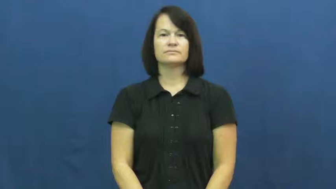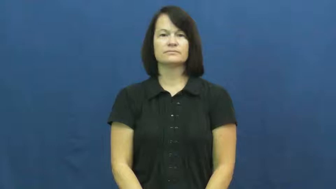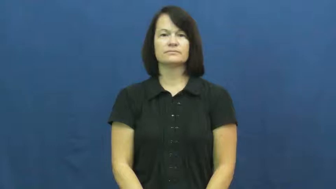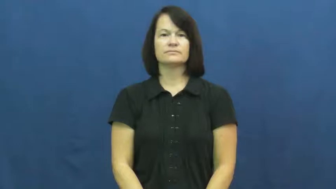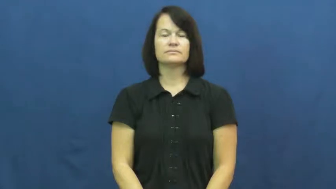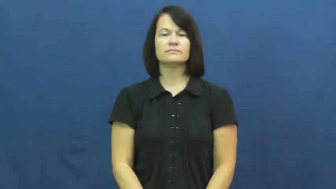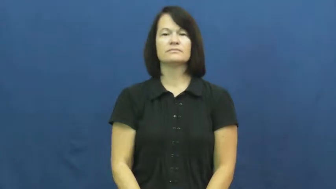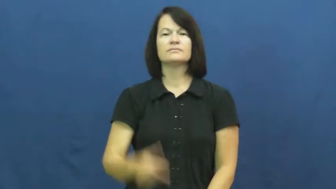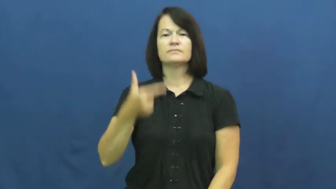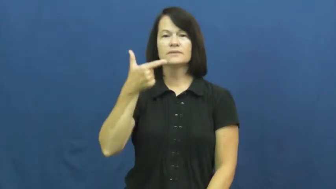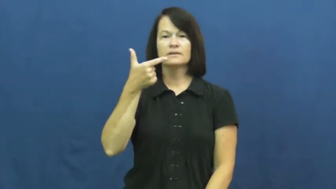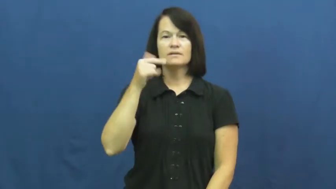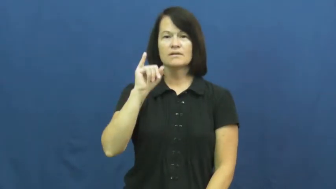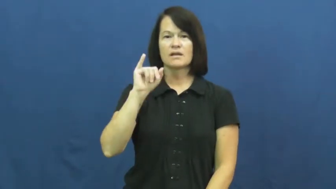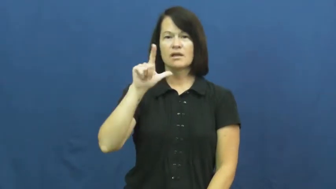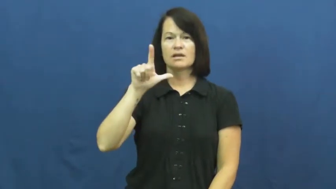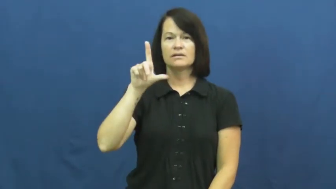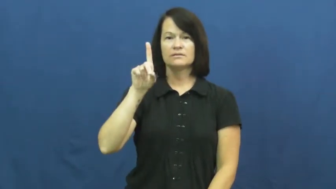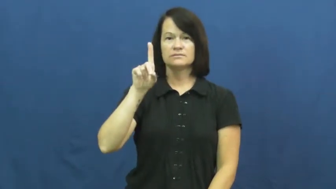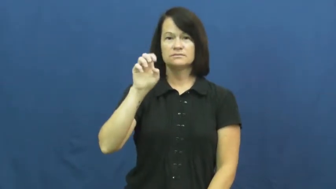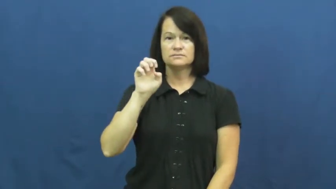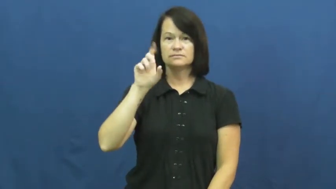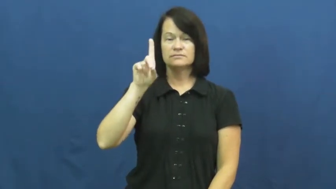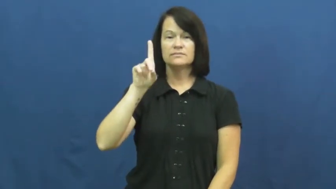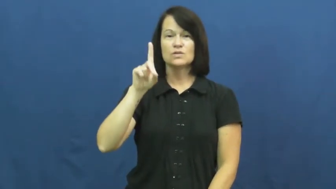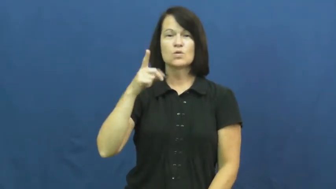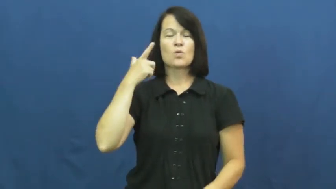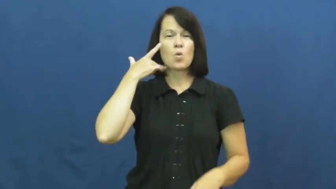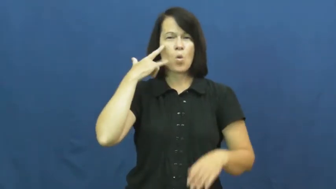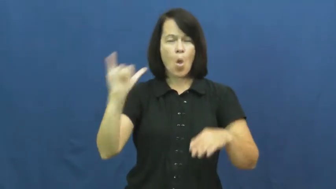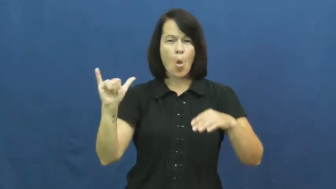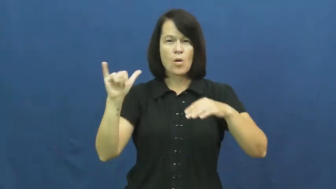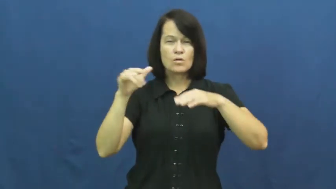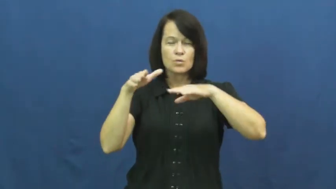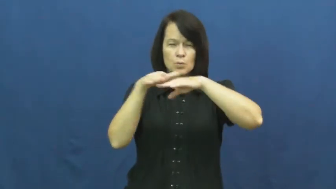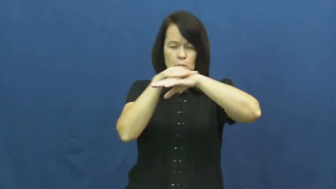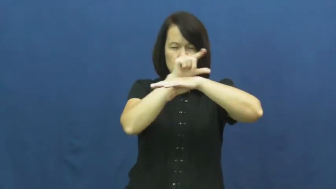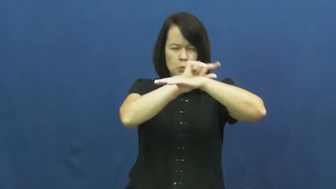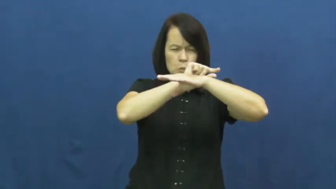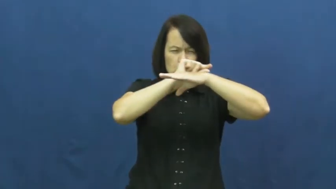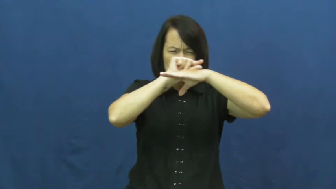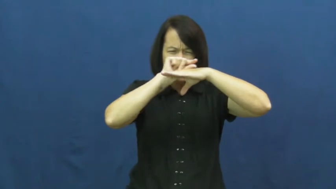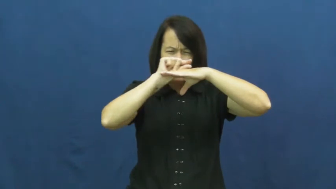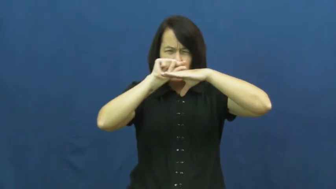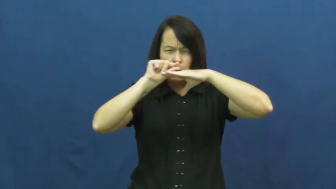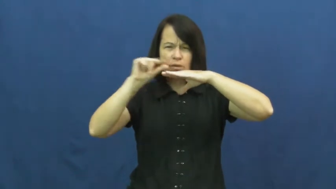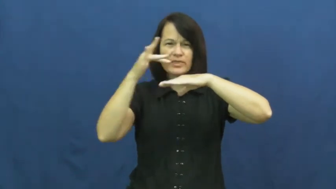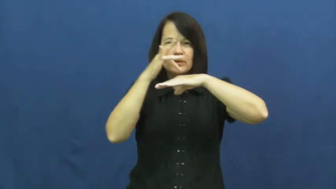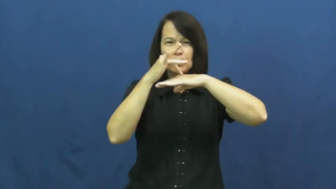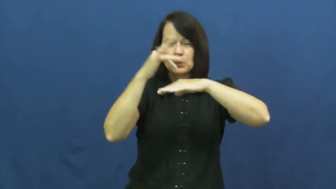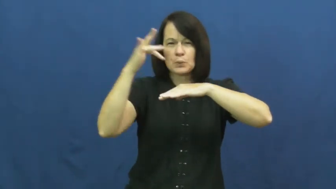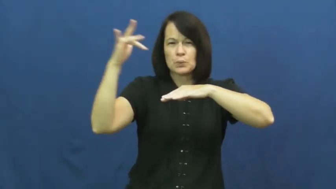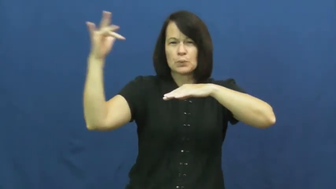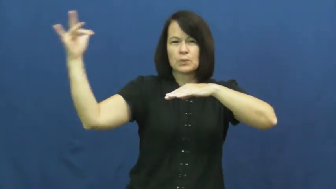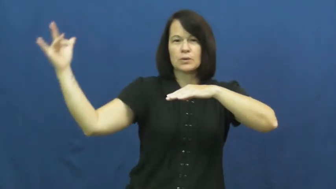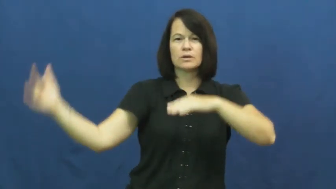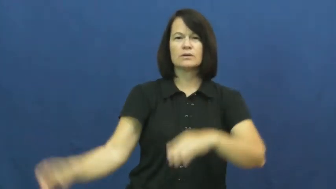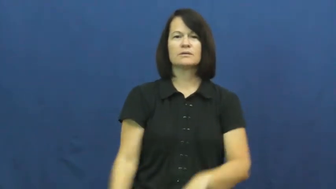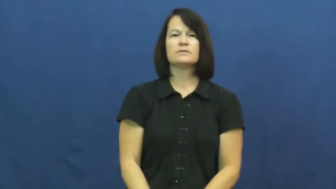gilded